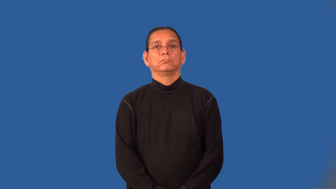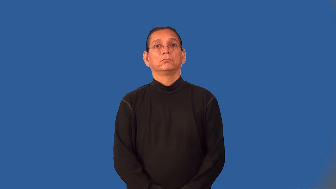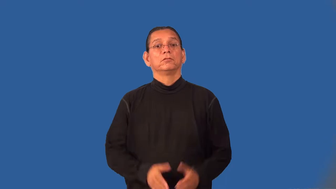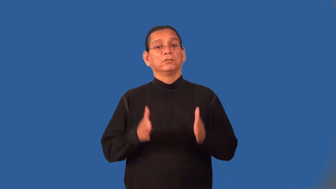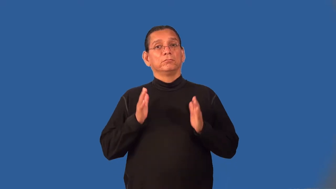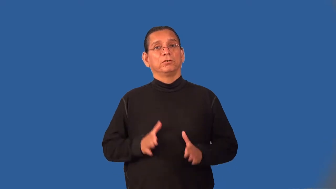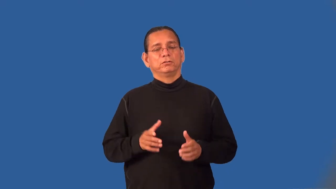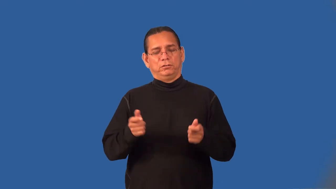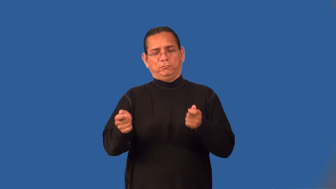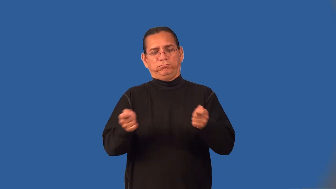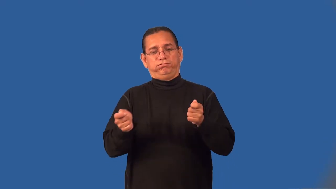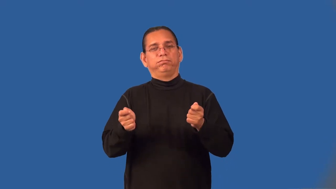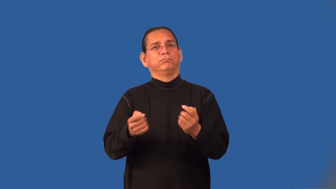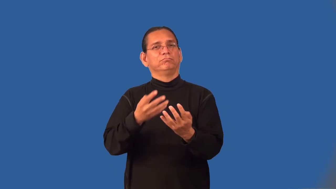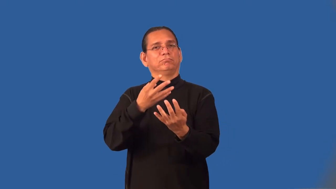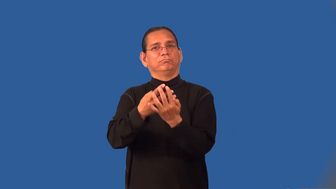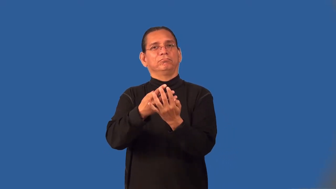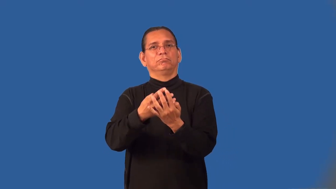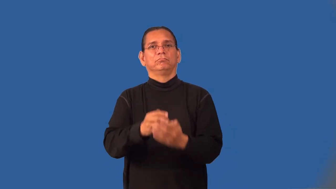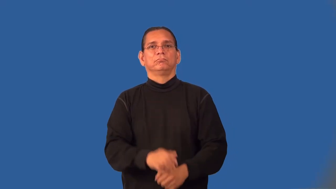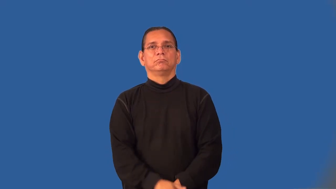jailer